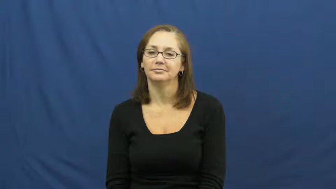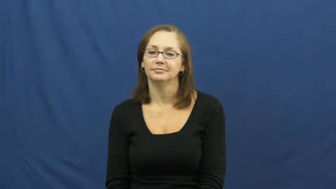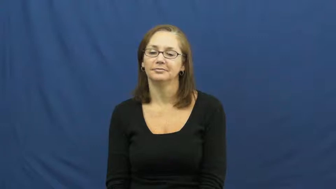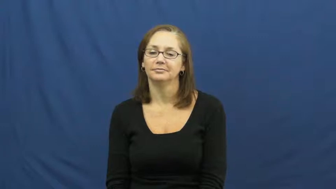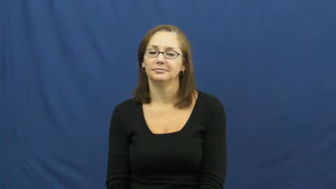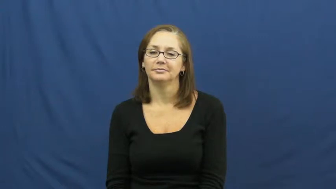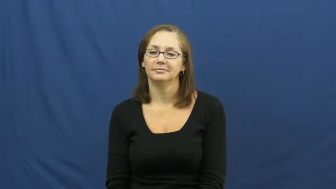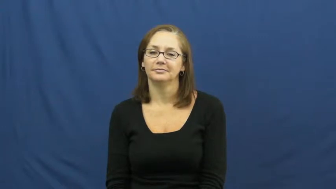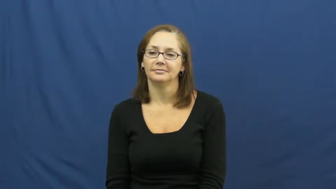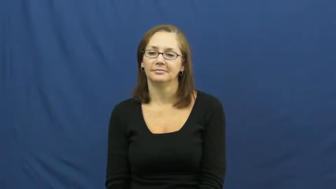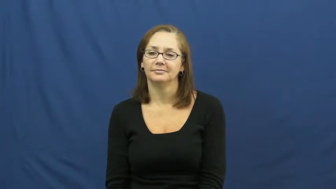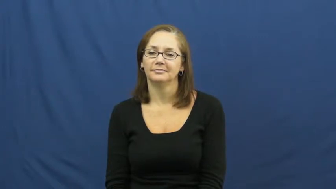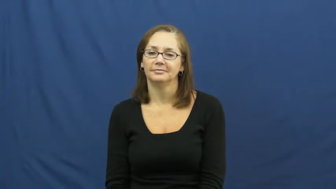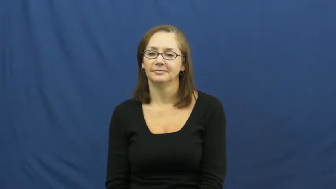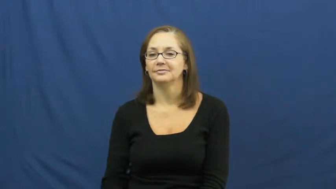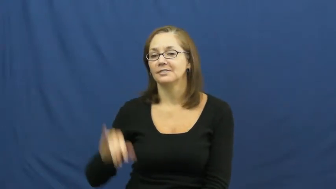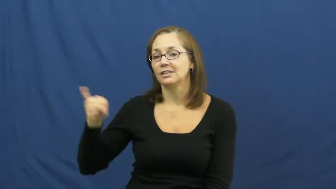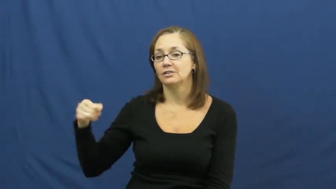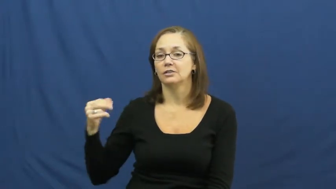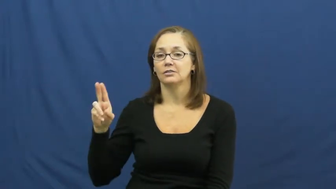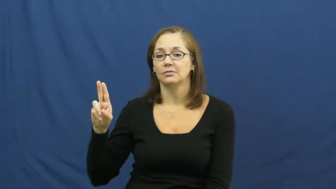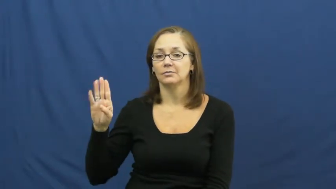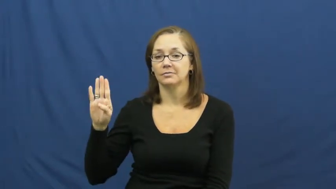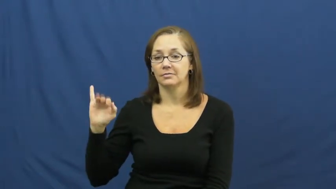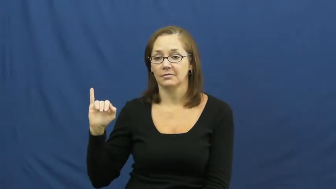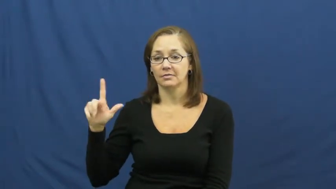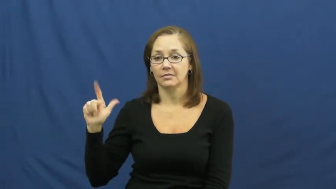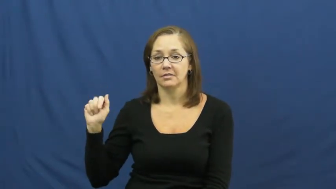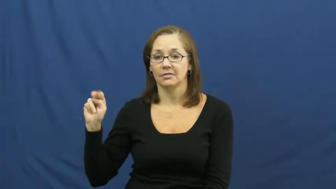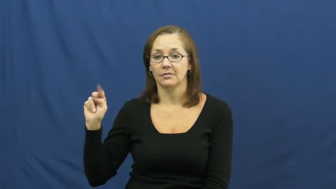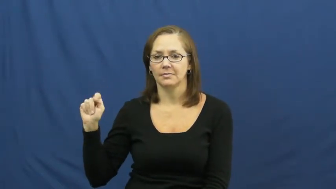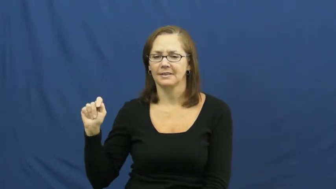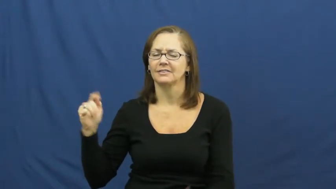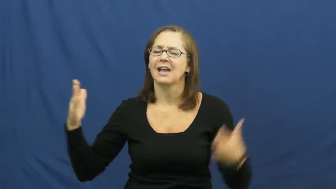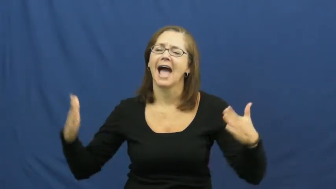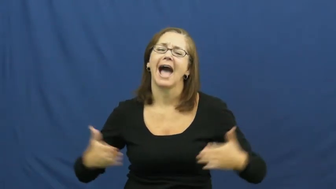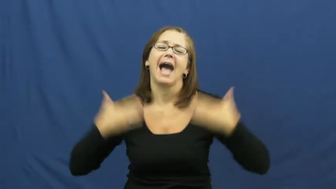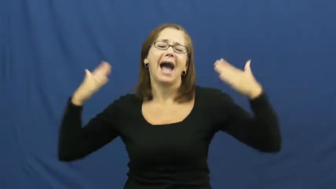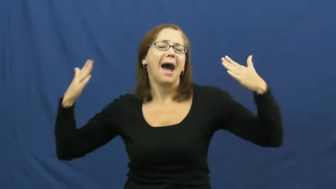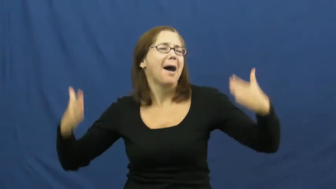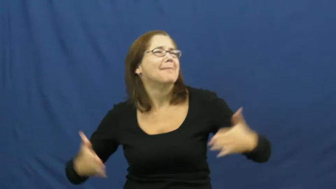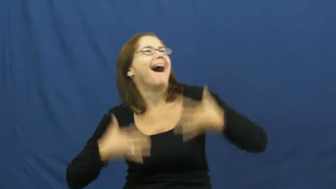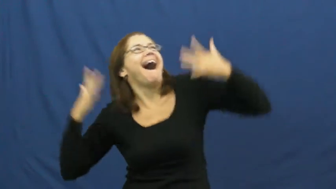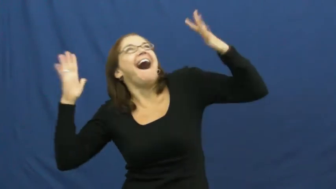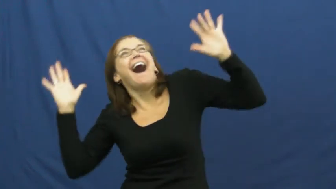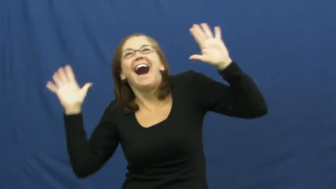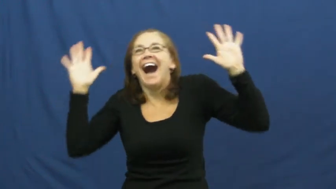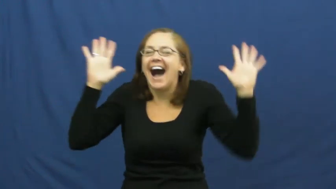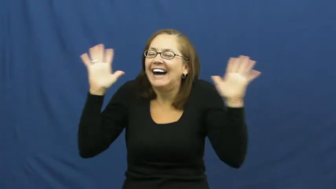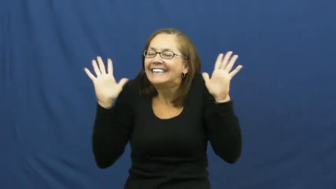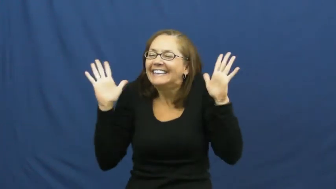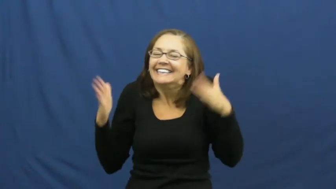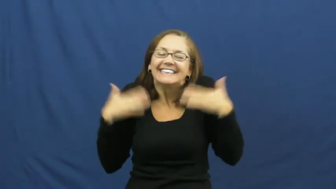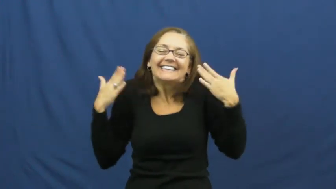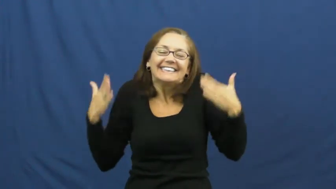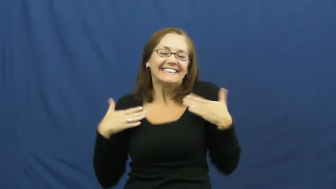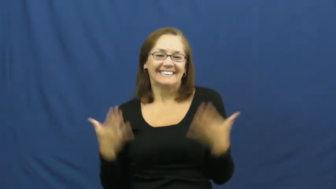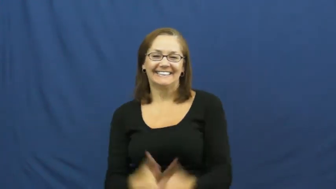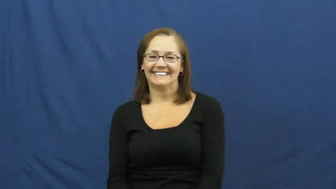jubilant